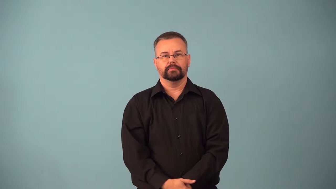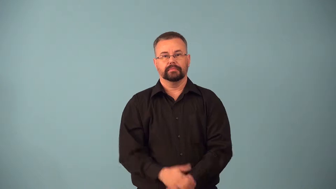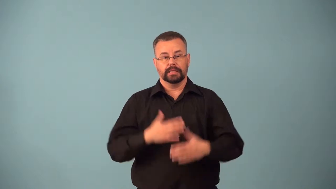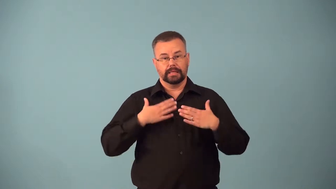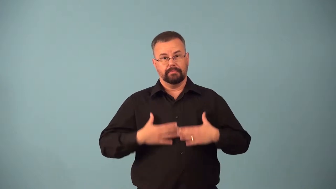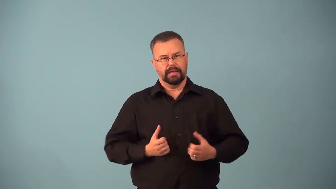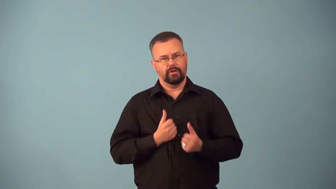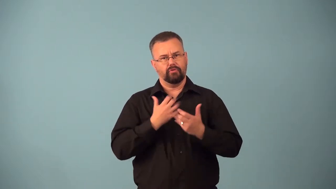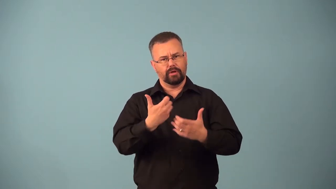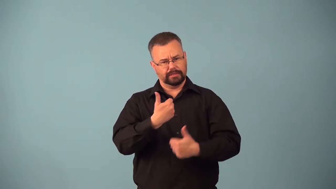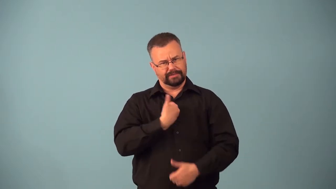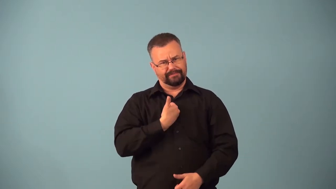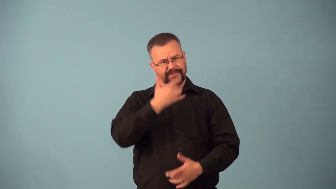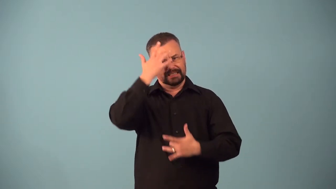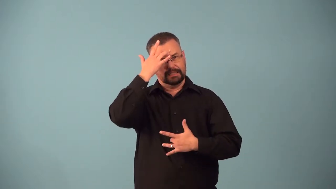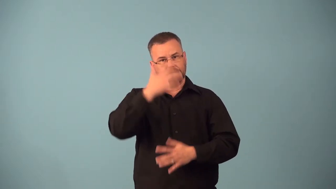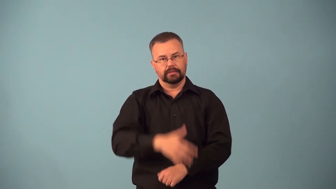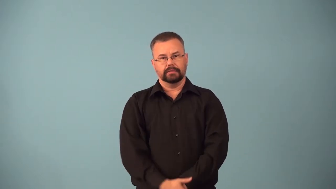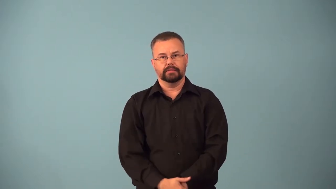autoimmune